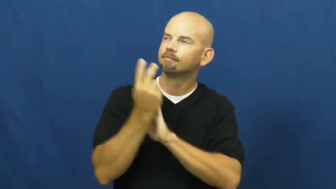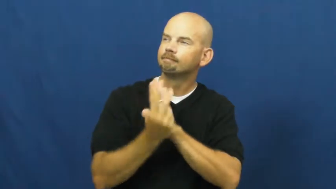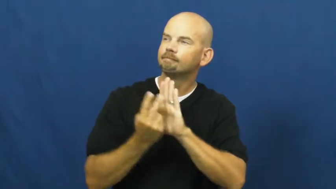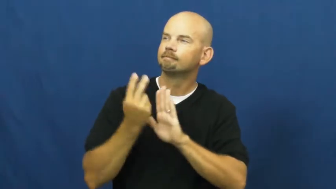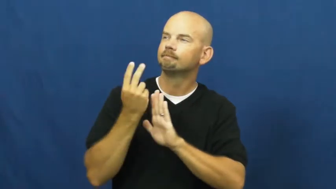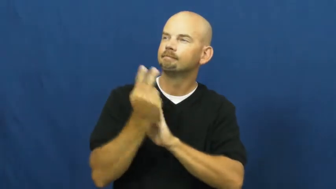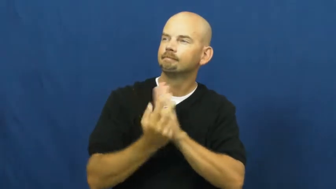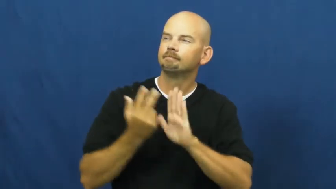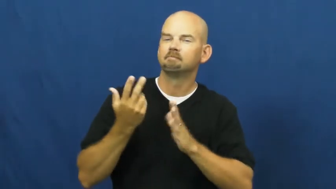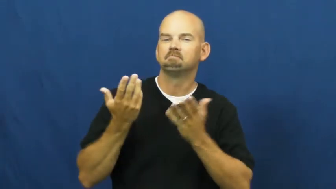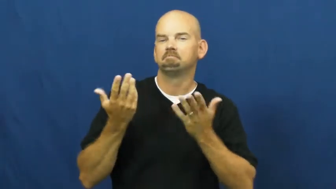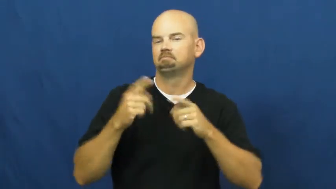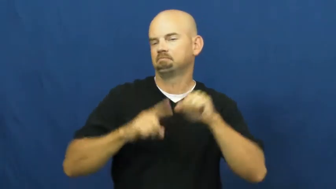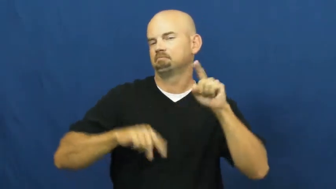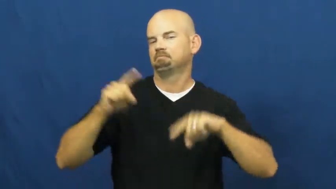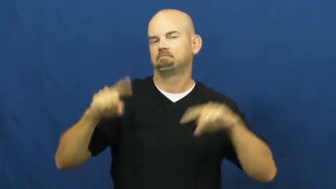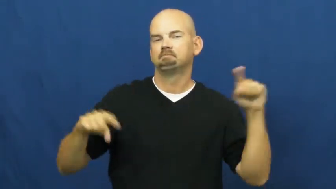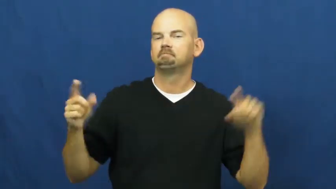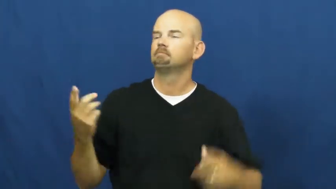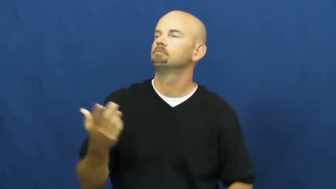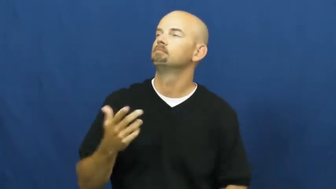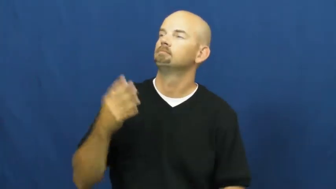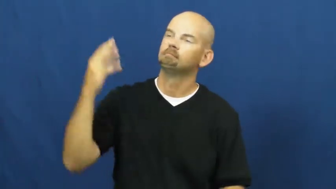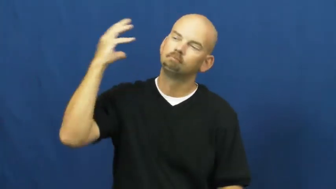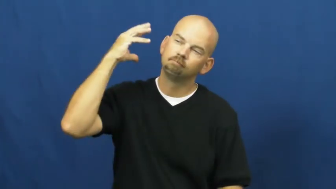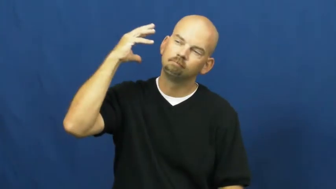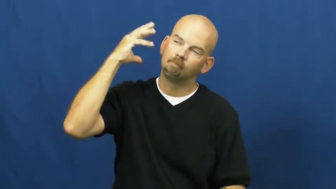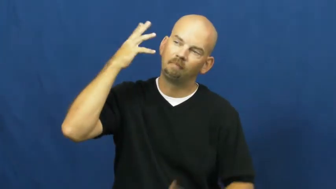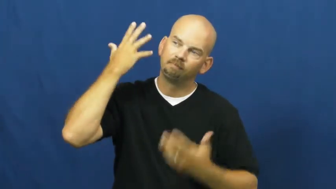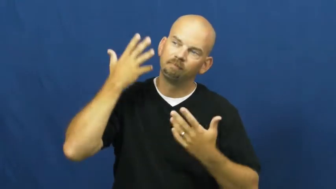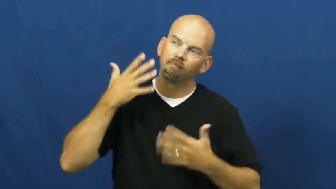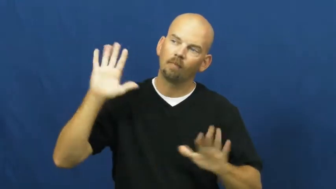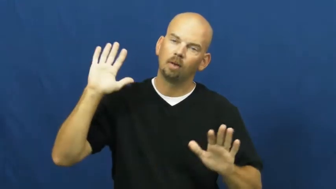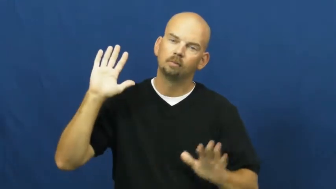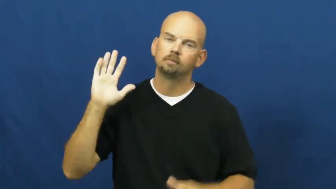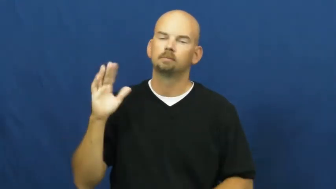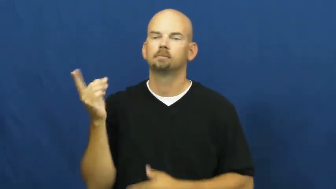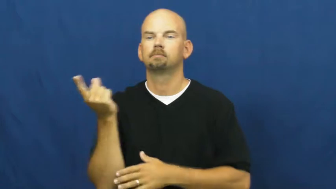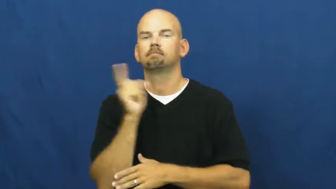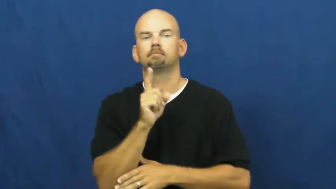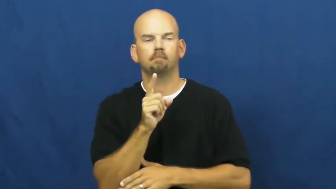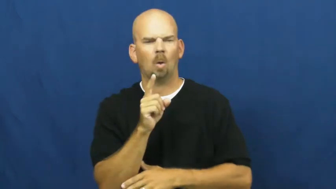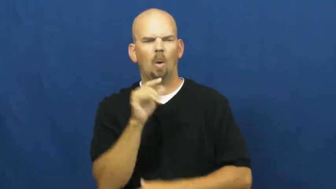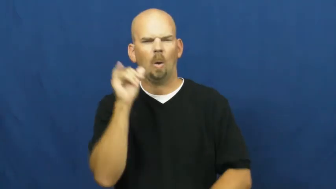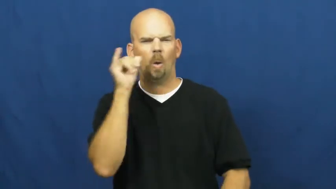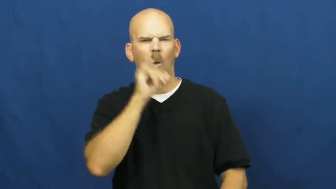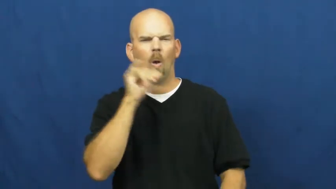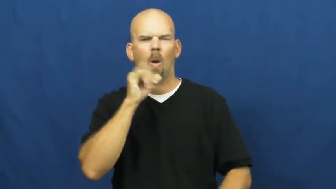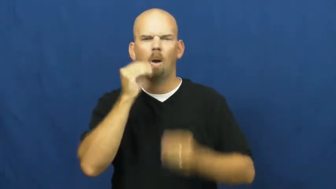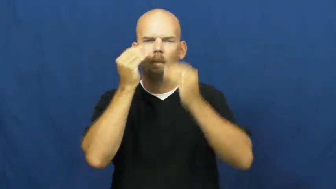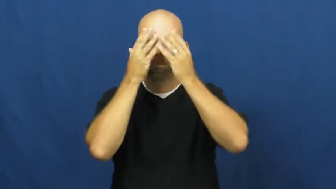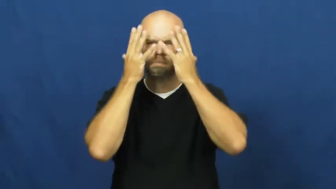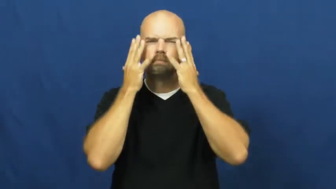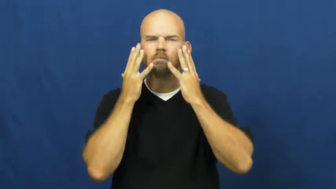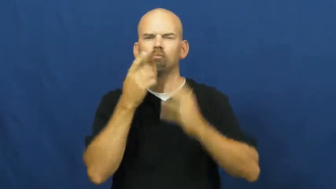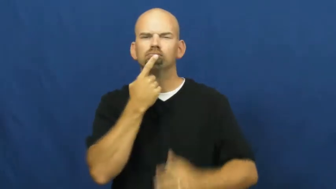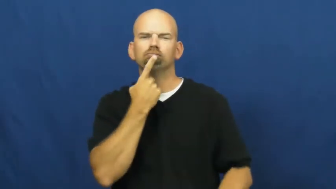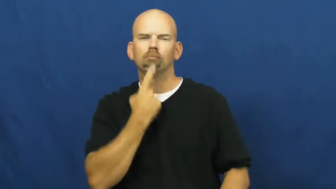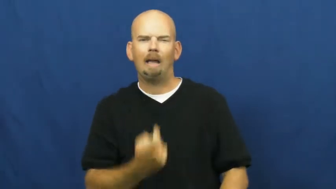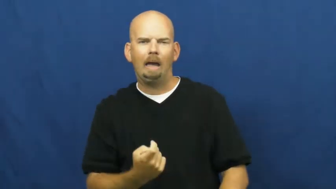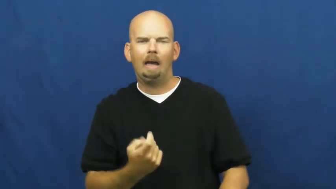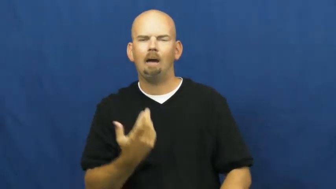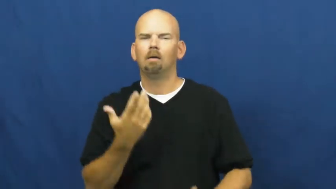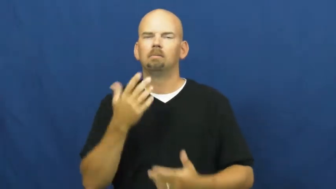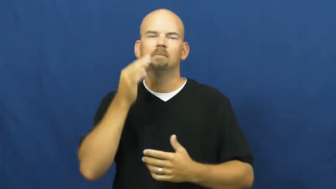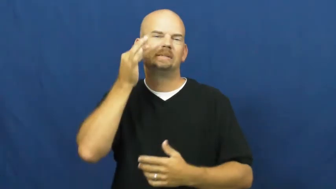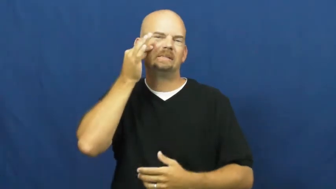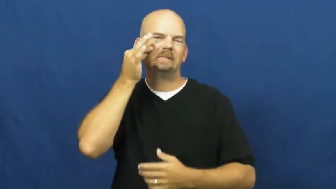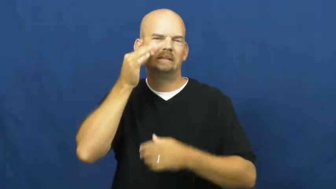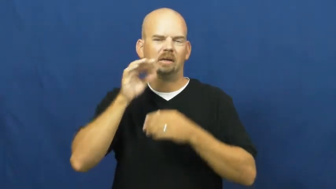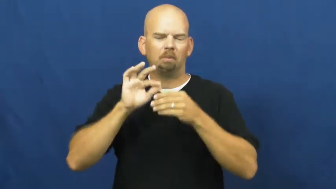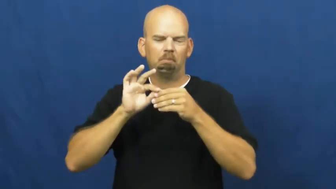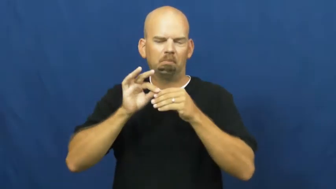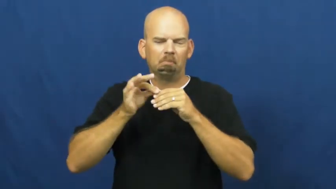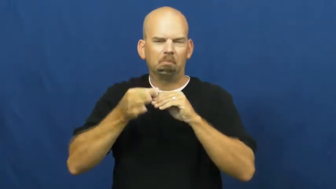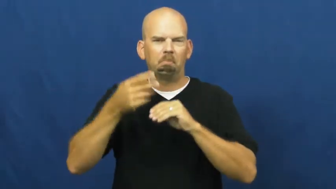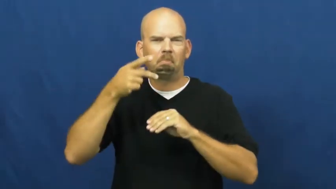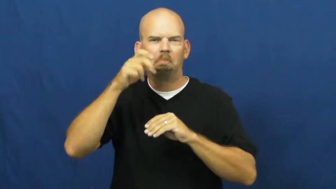sunburn,burn